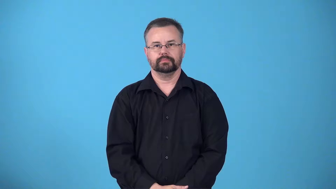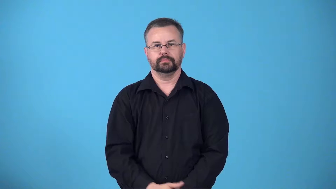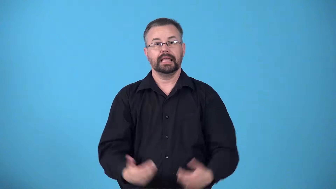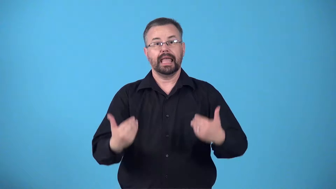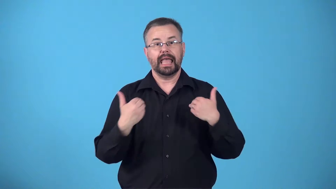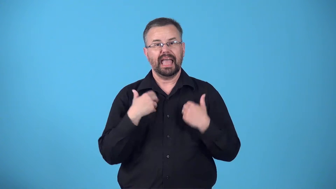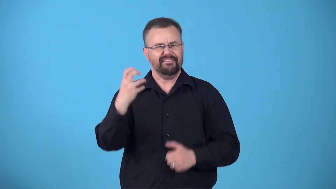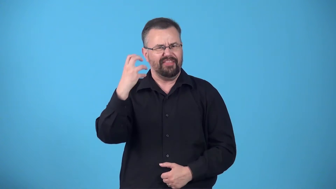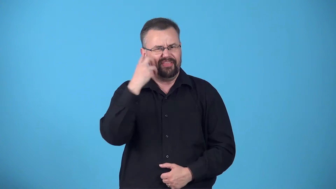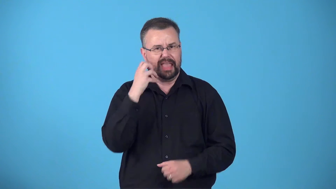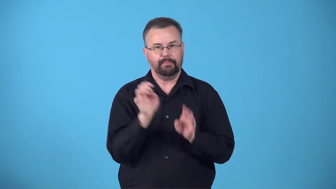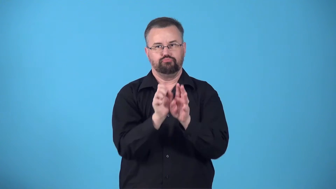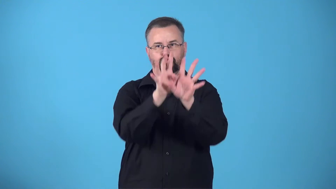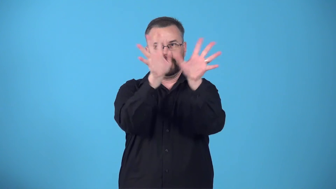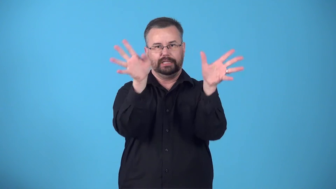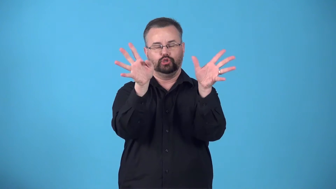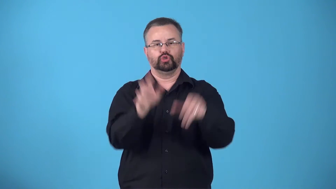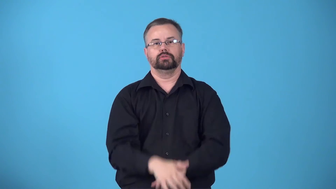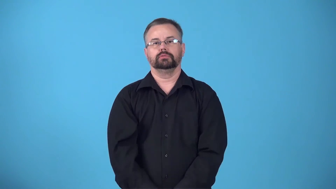brachiate having wide branches